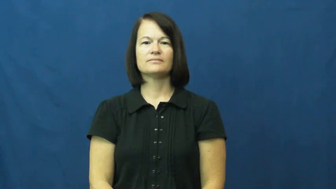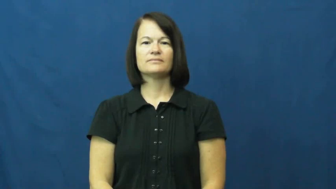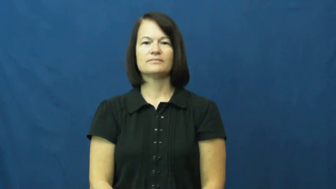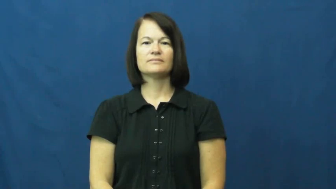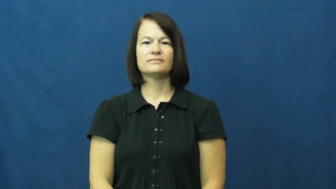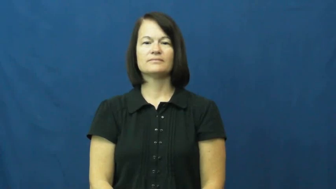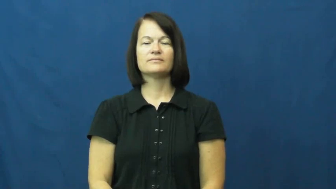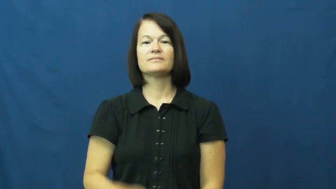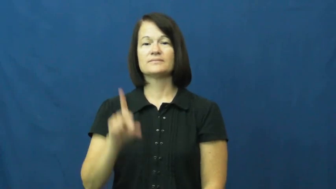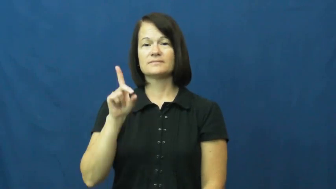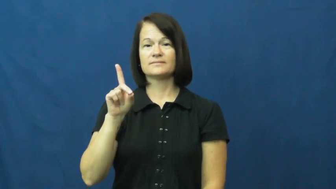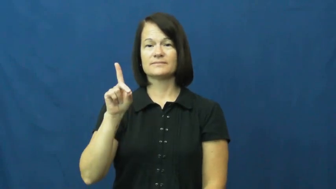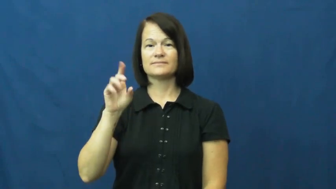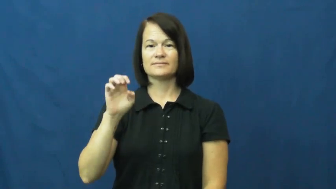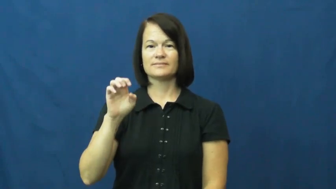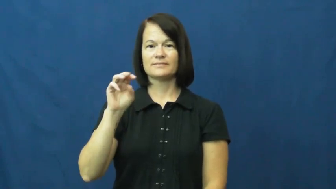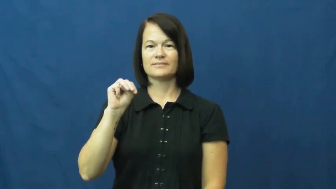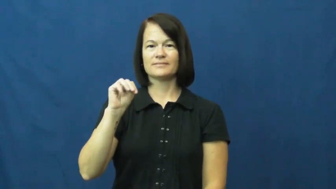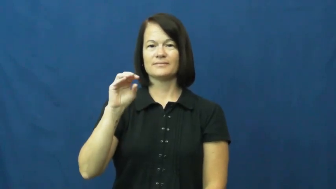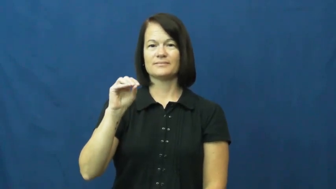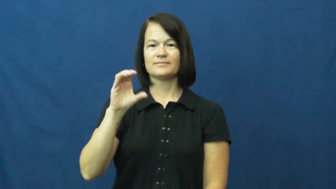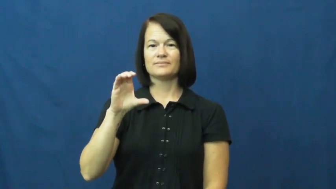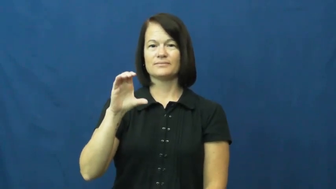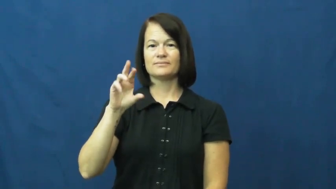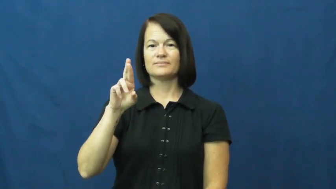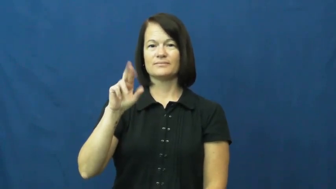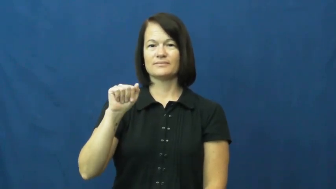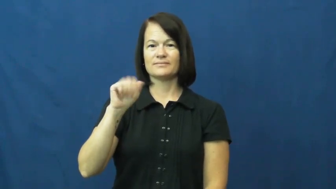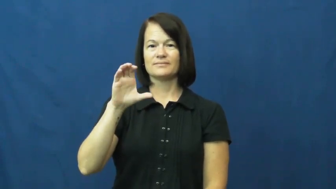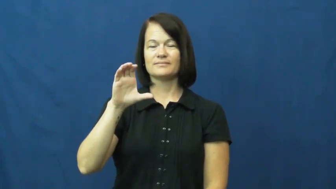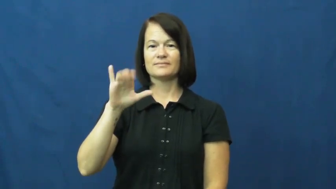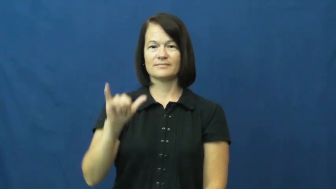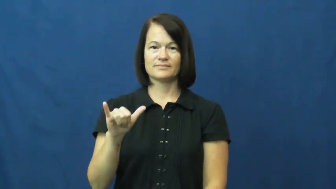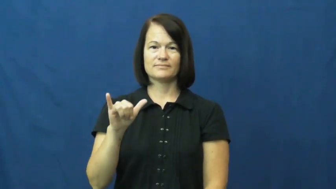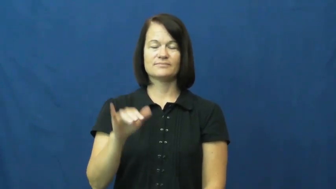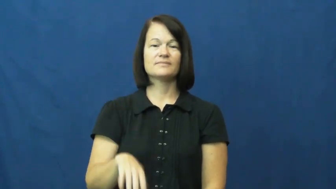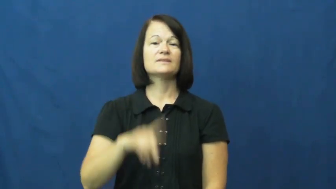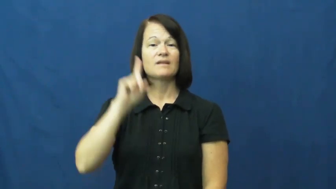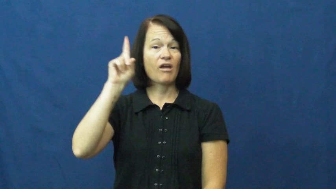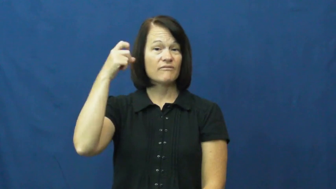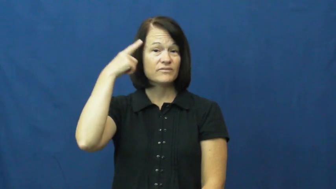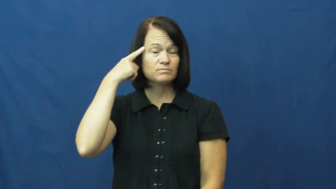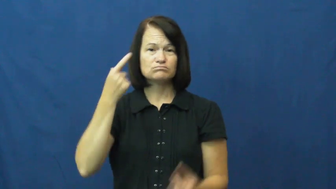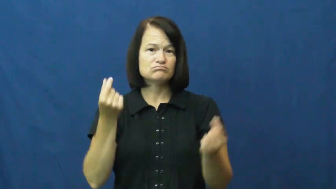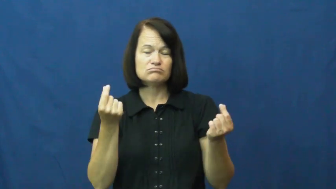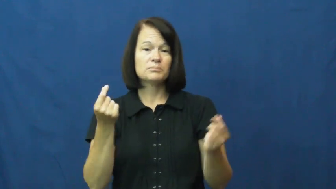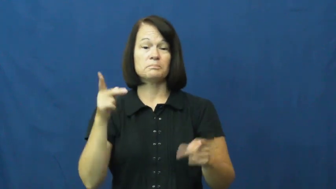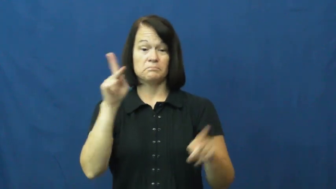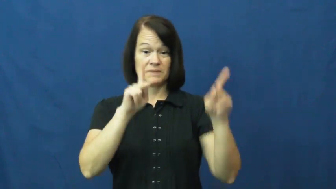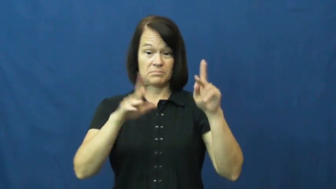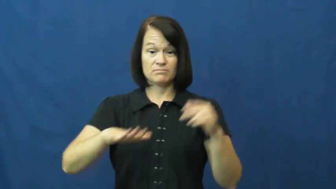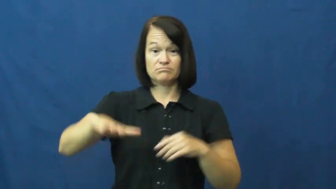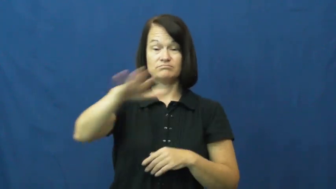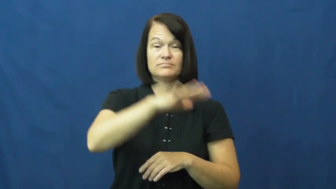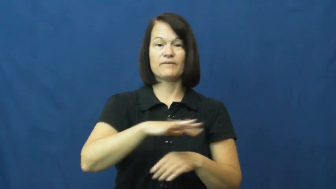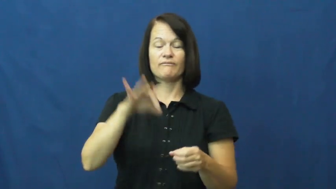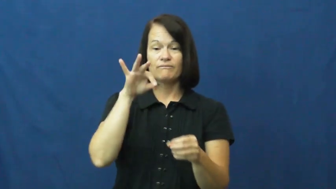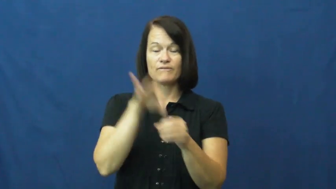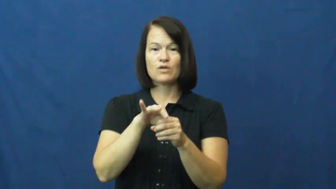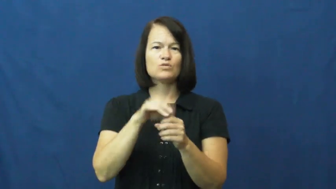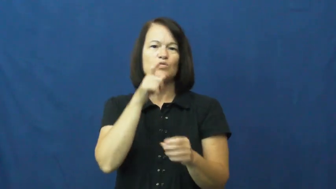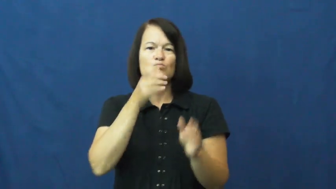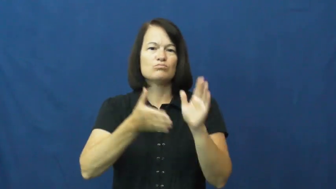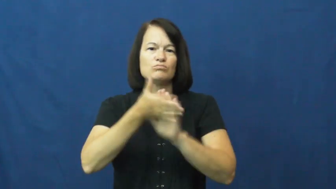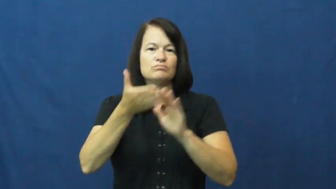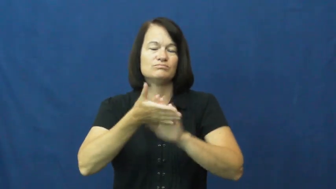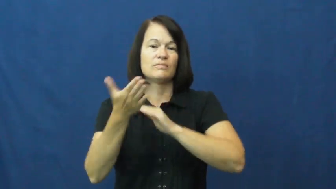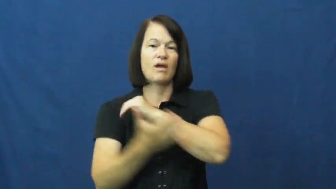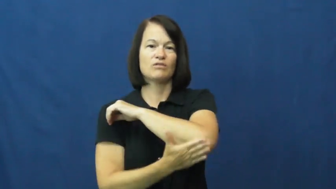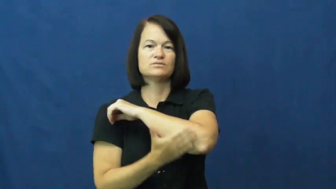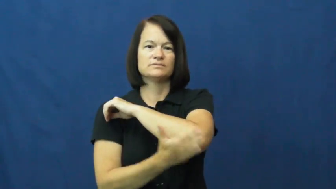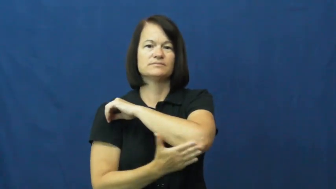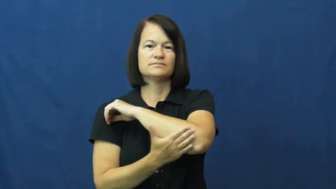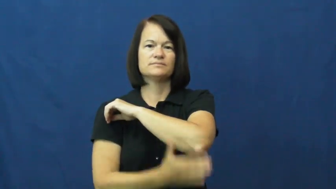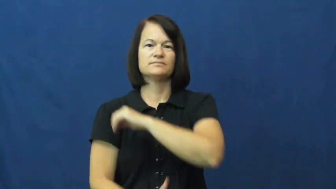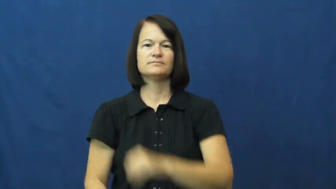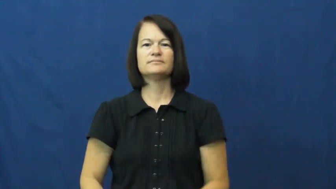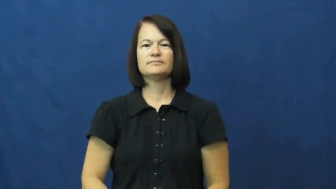democracy